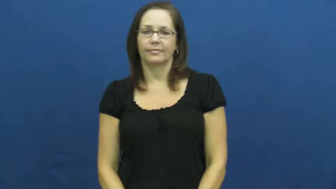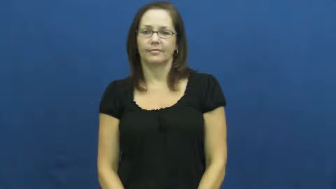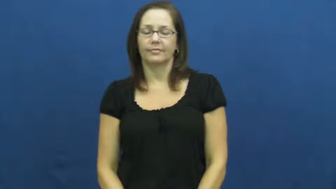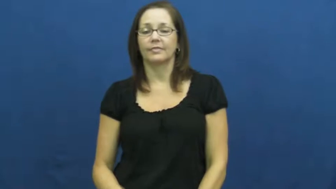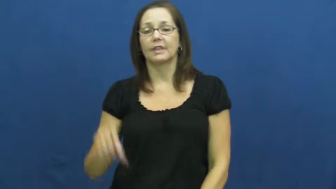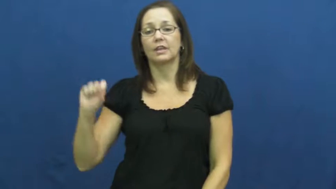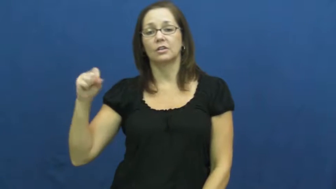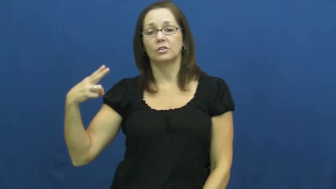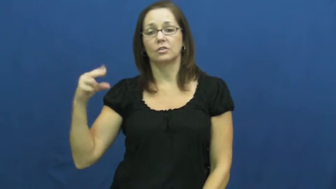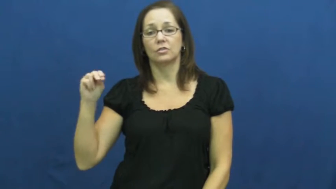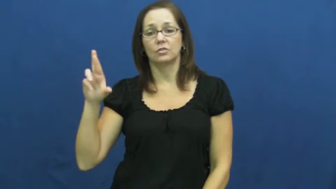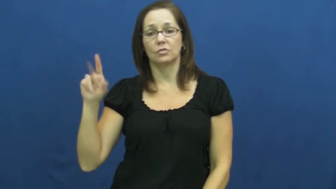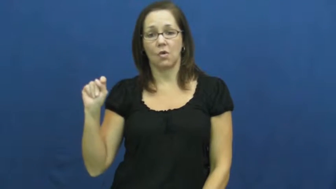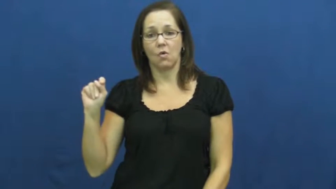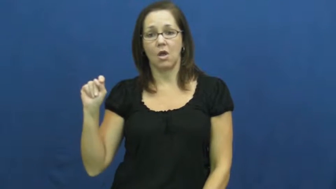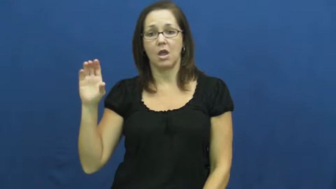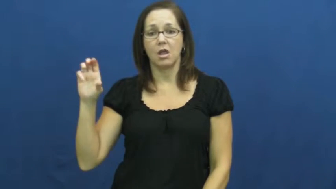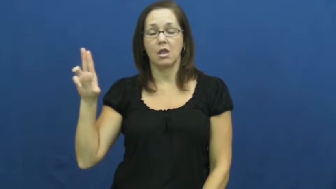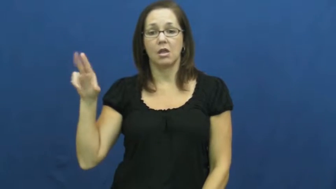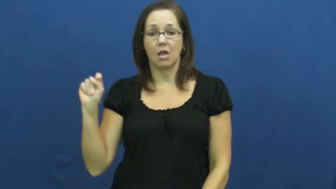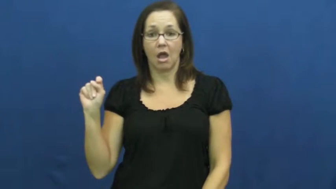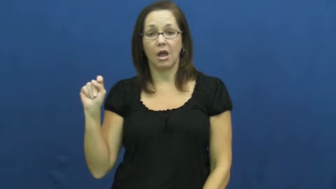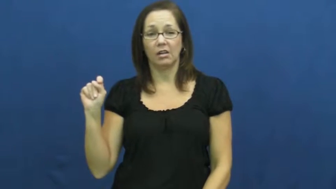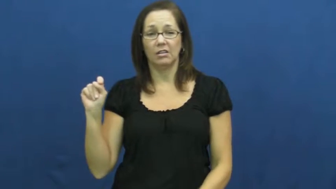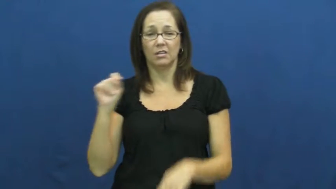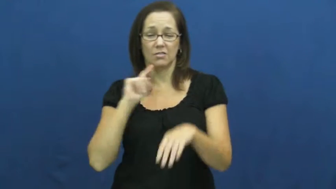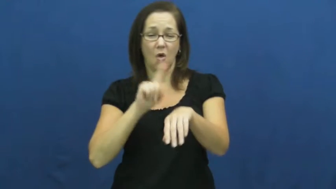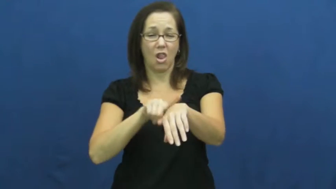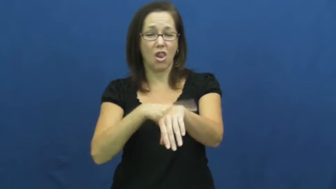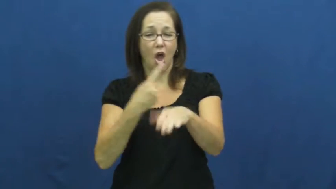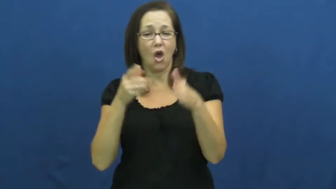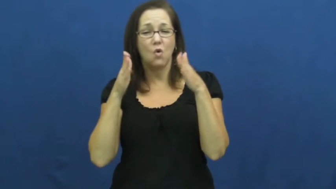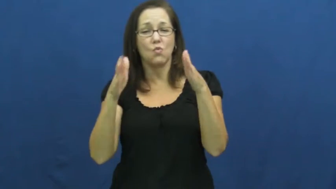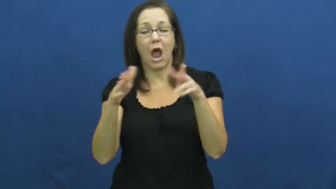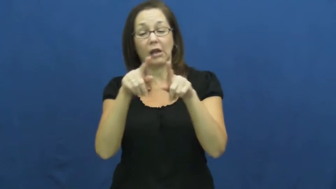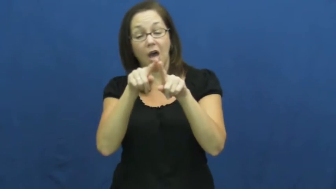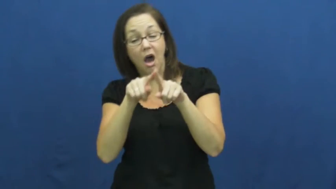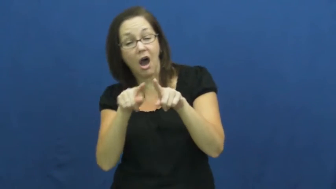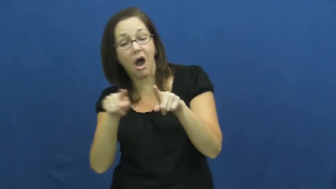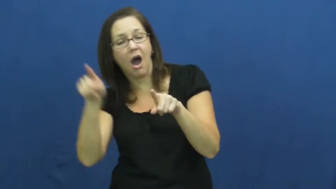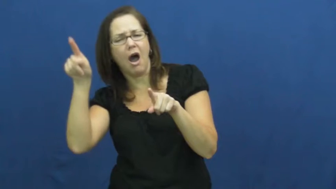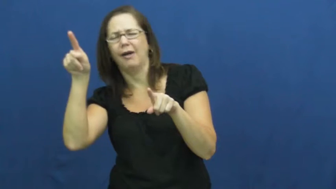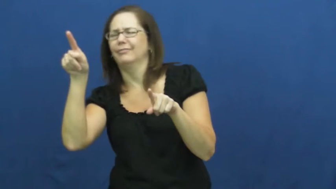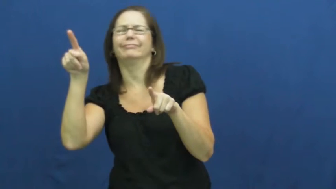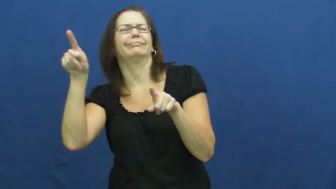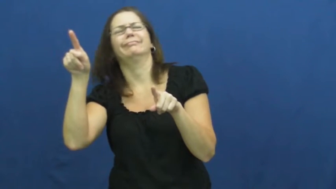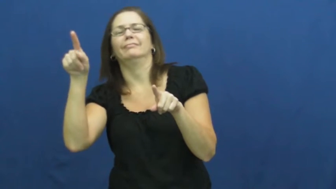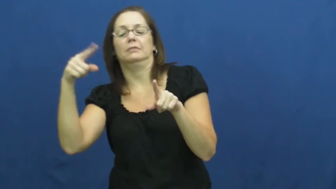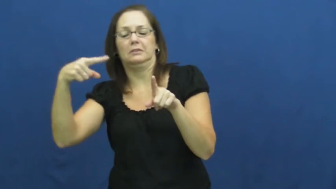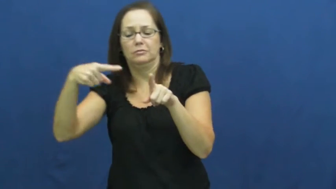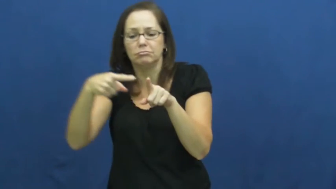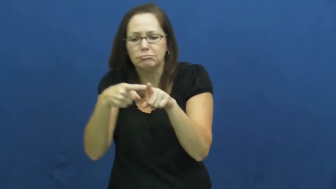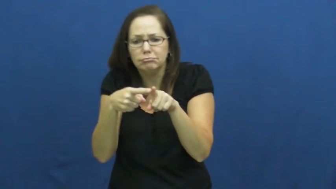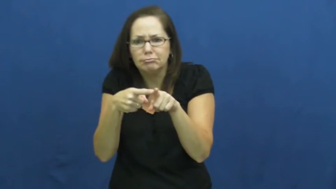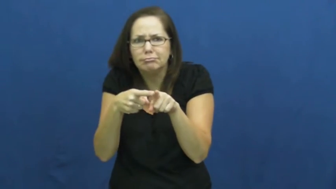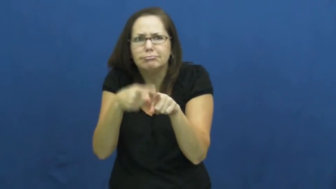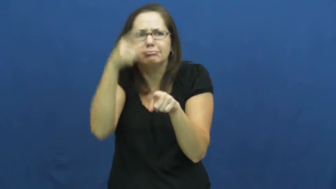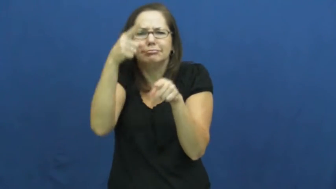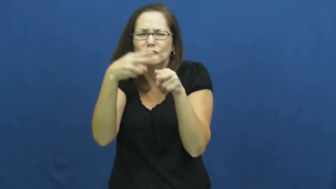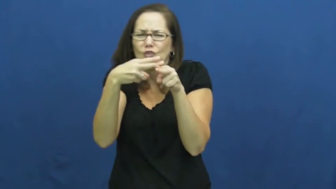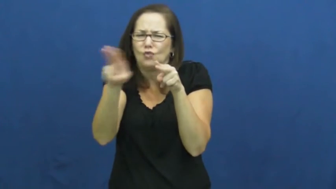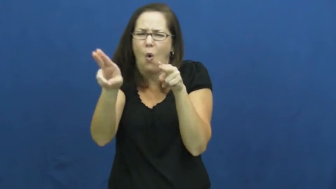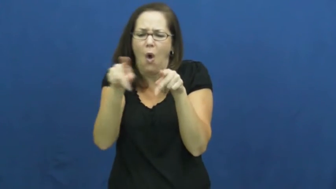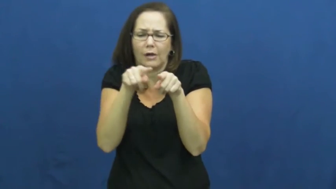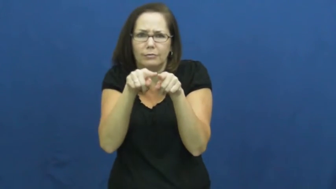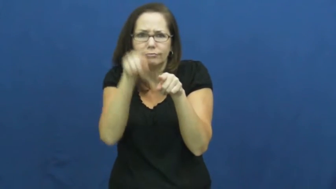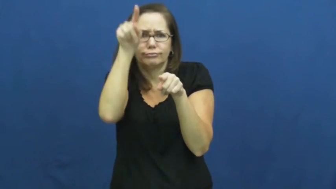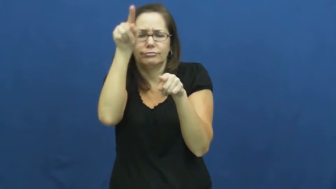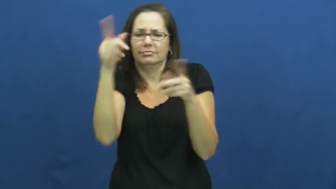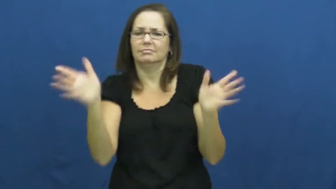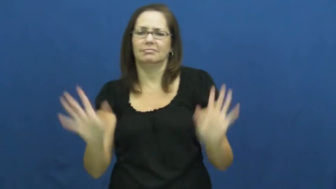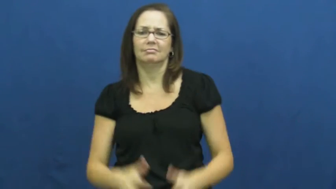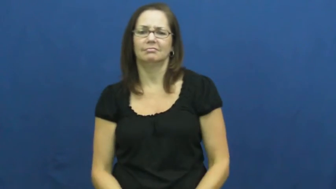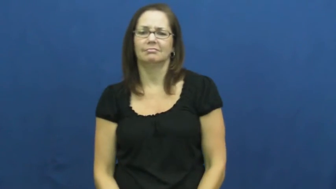shortcut